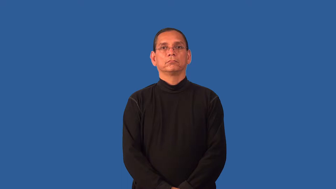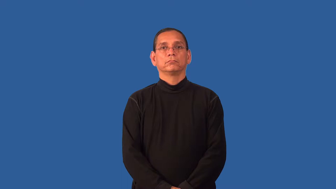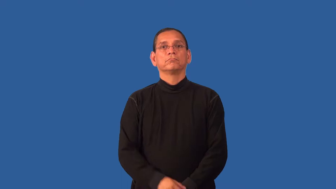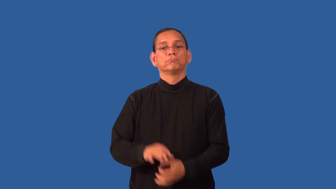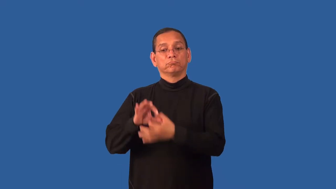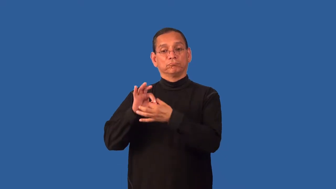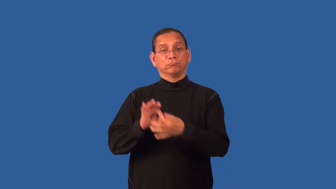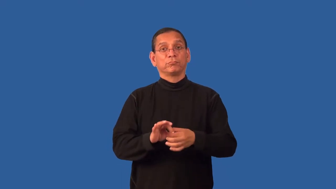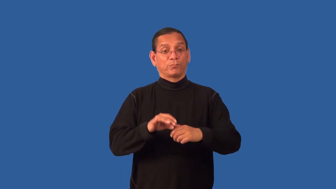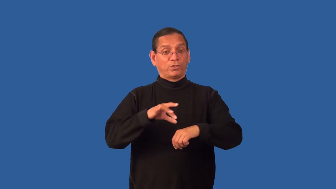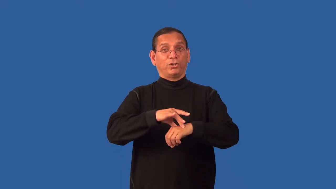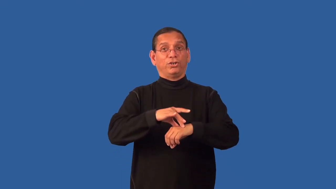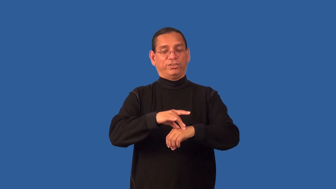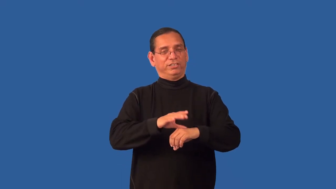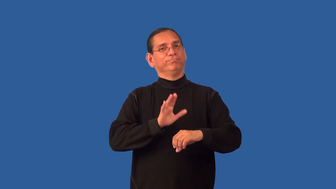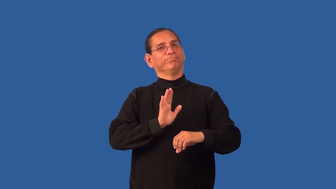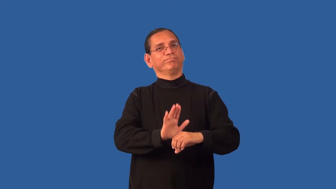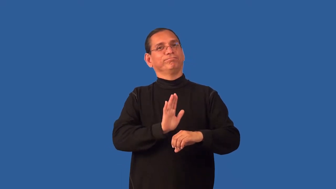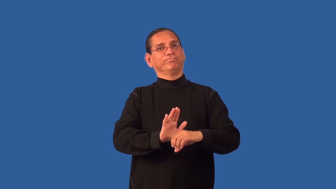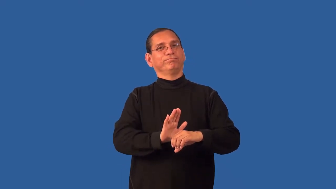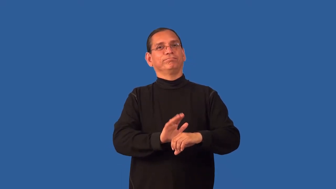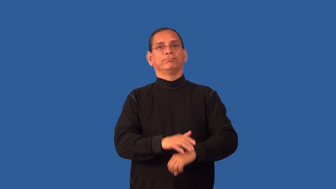earthly